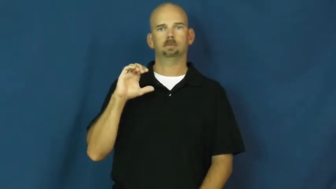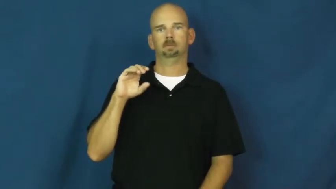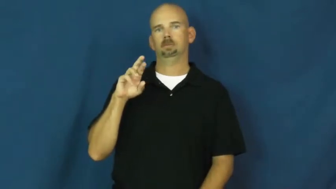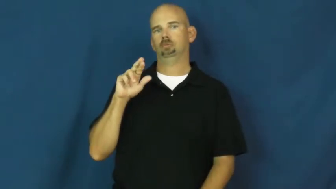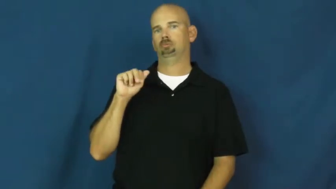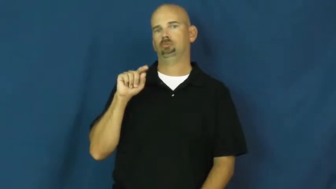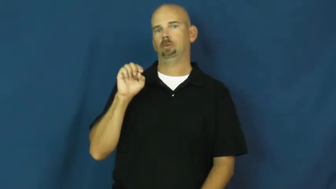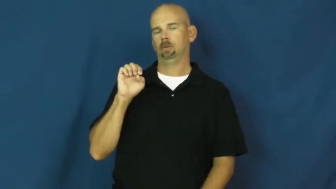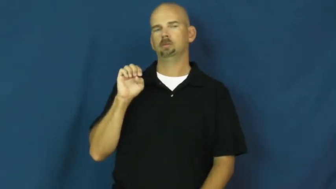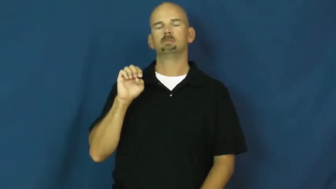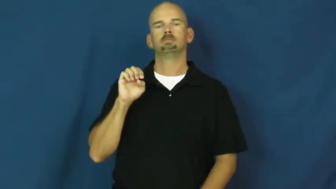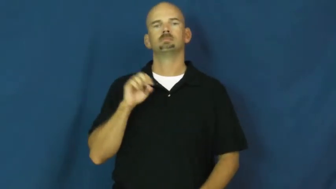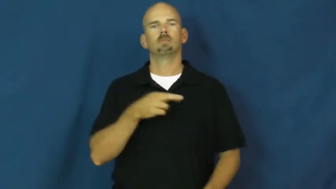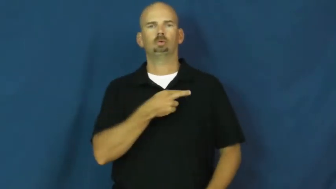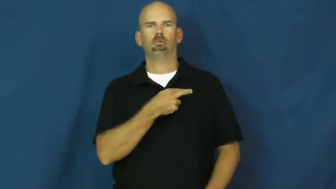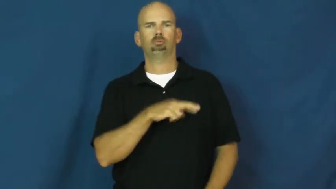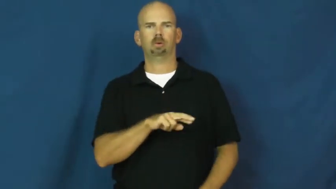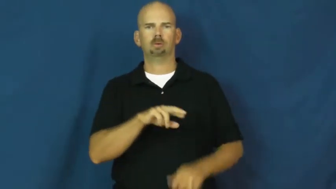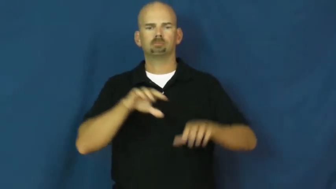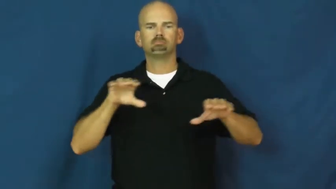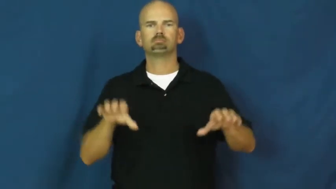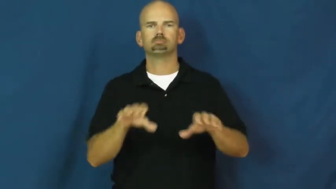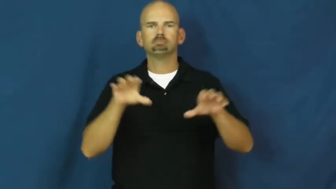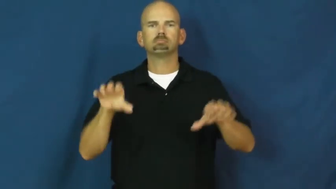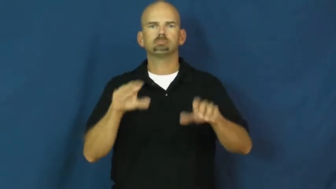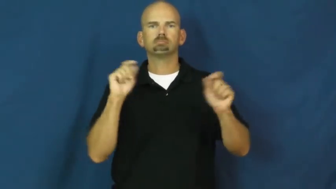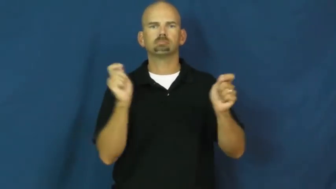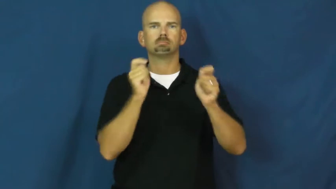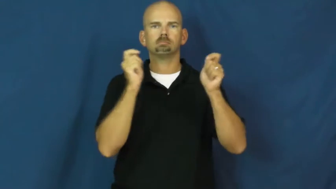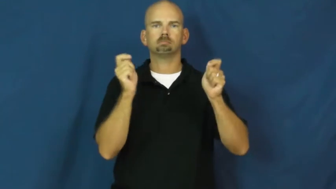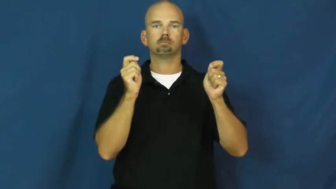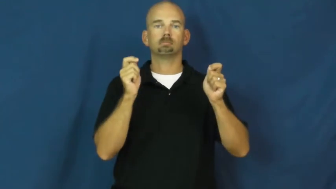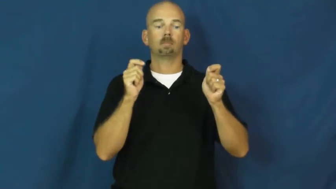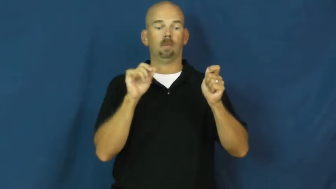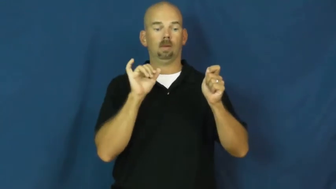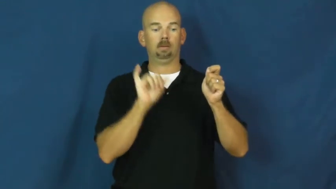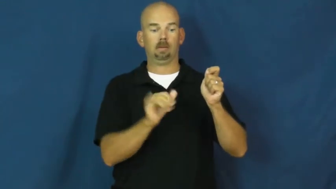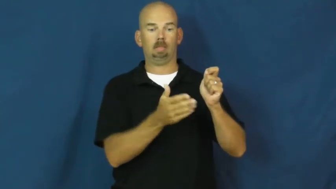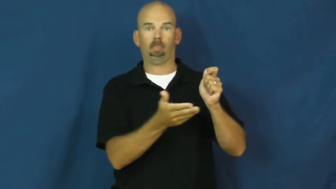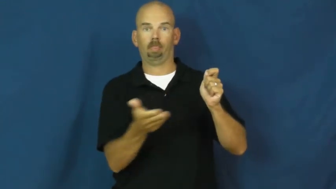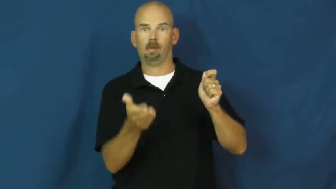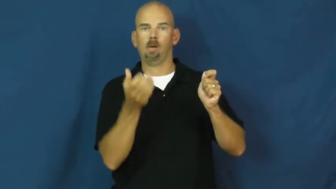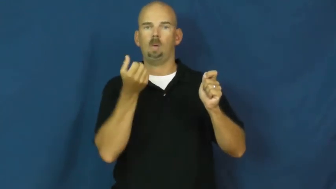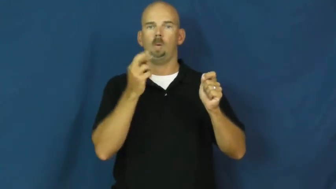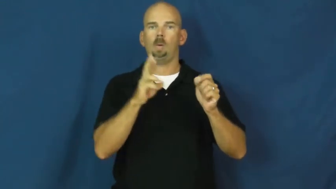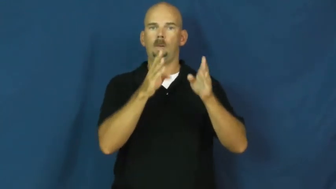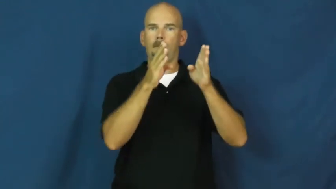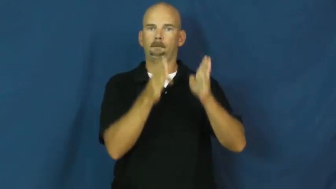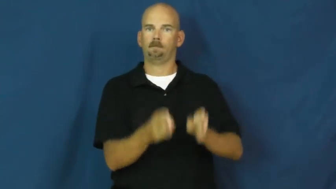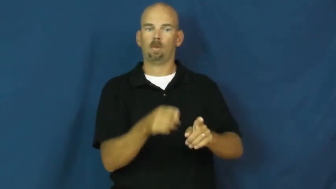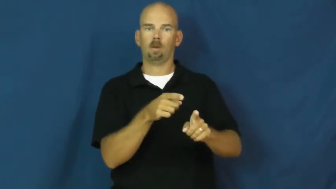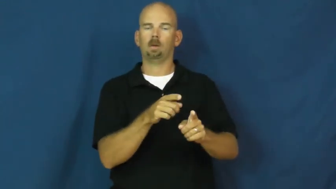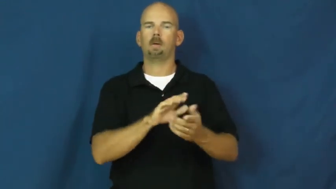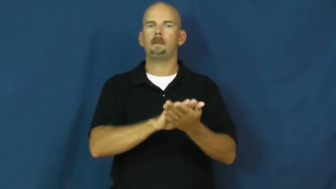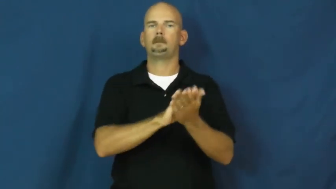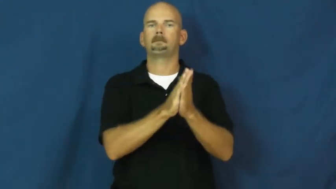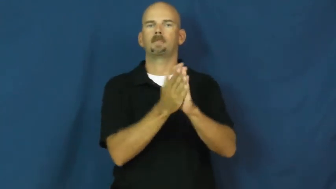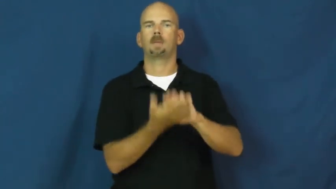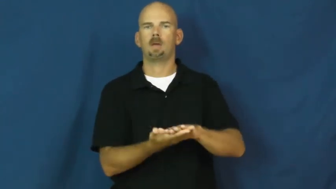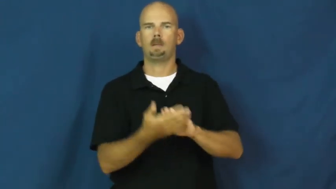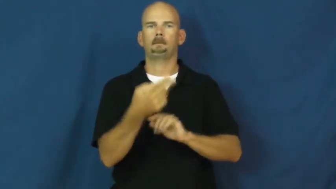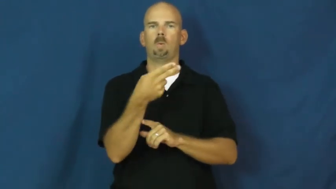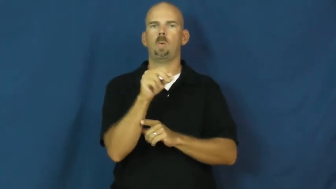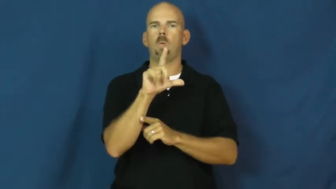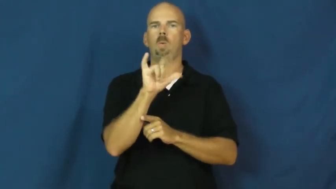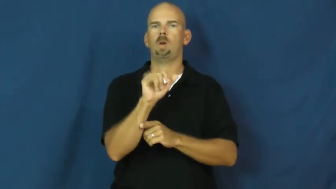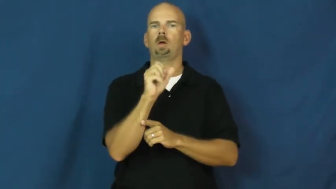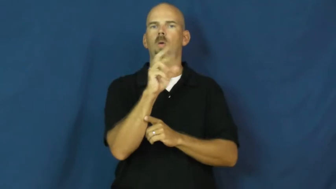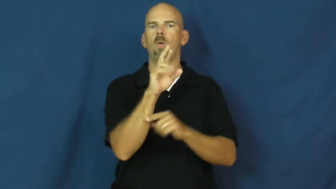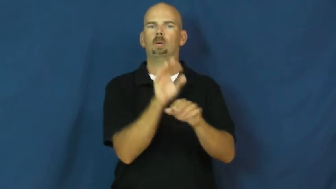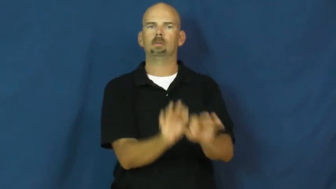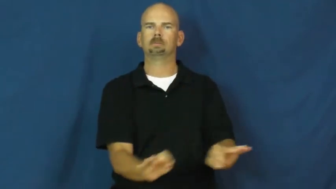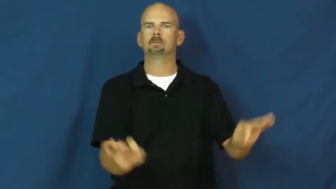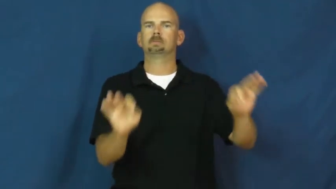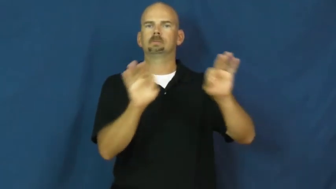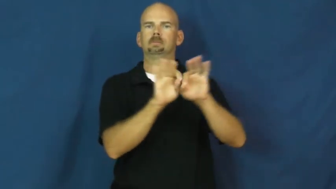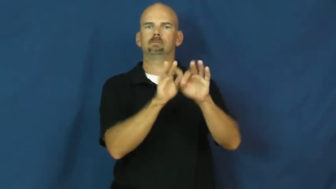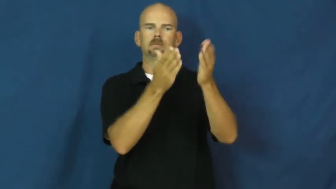consecrate